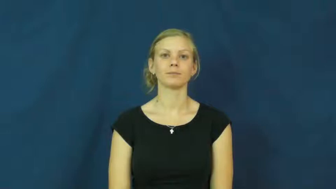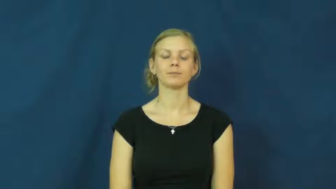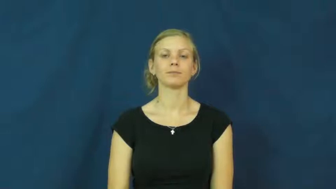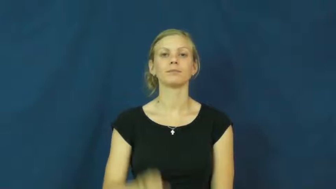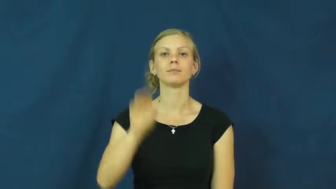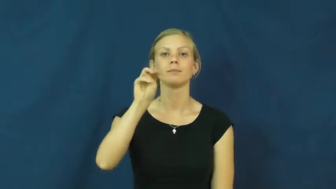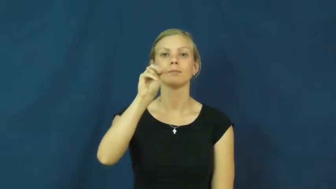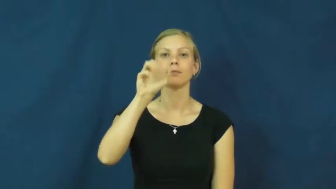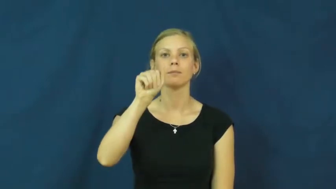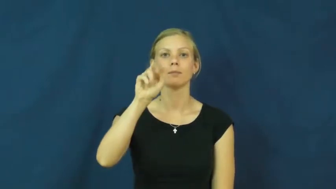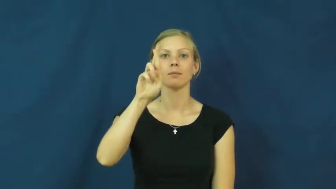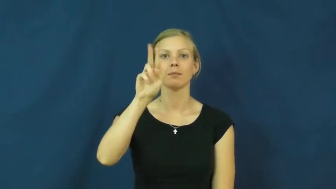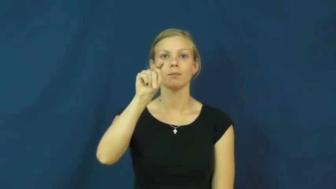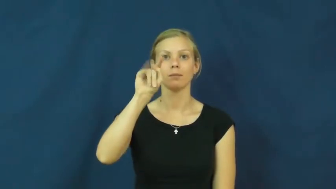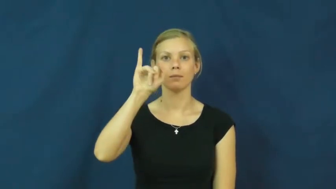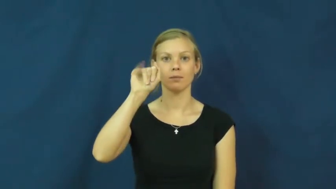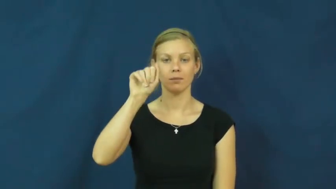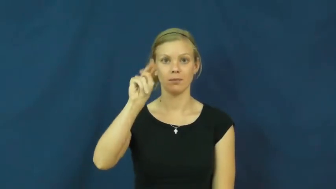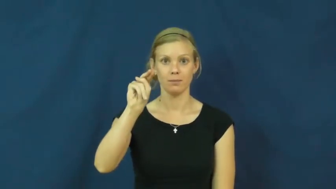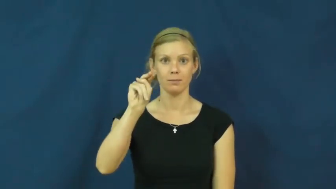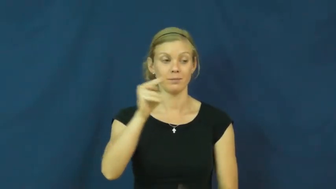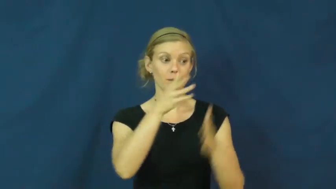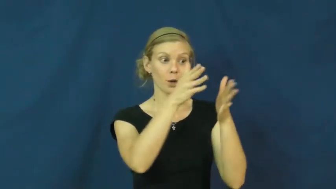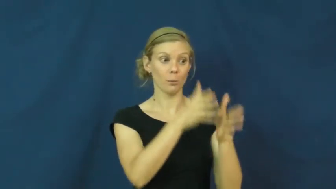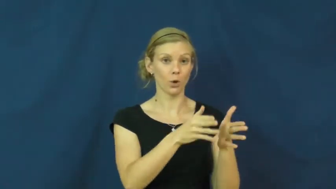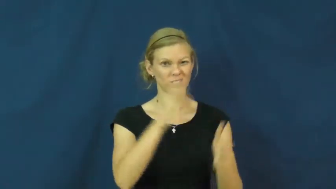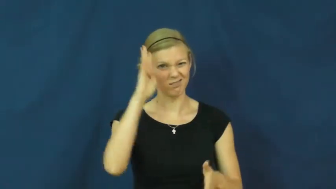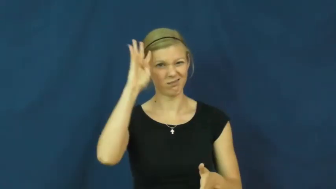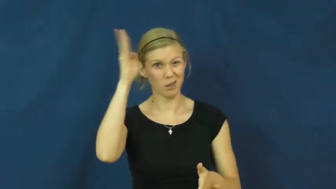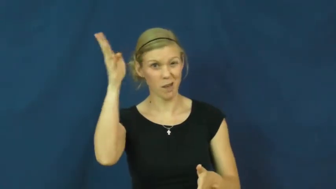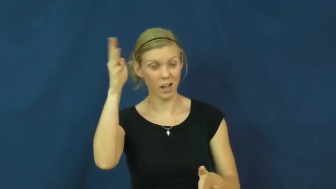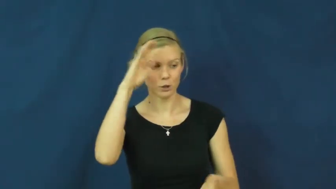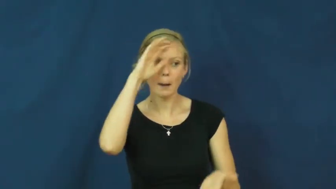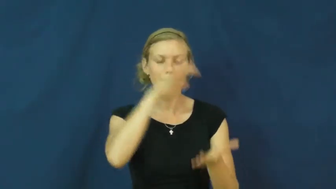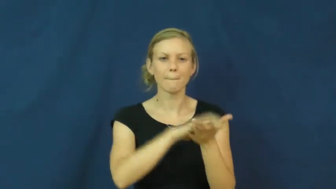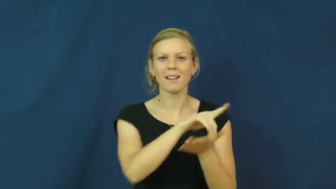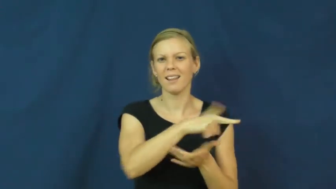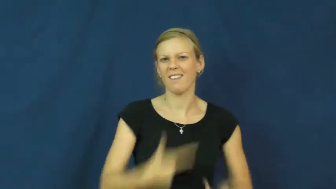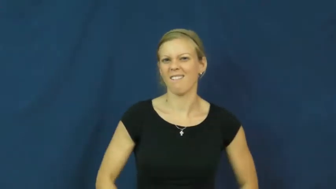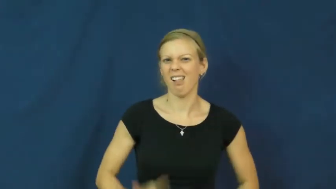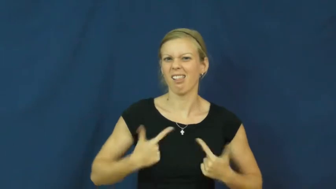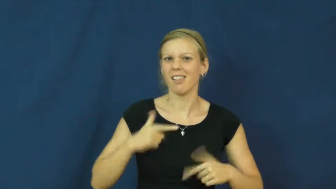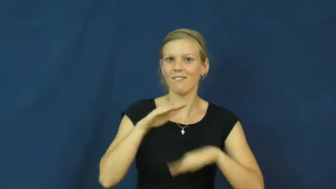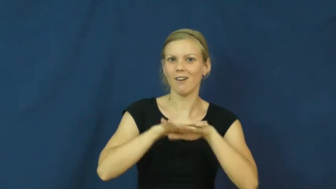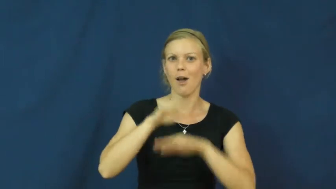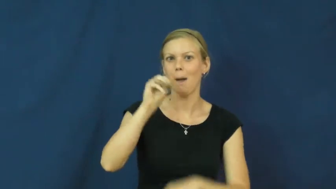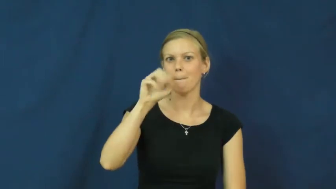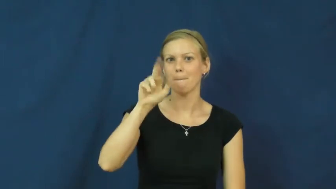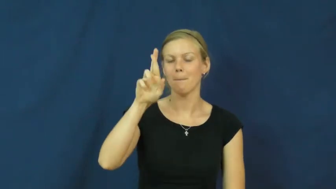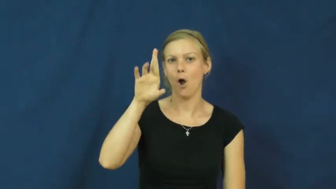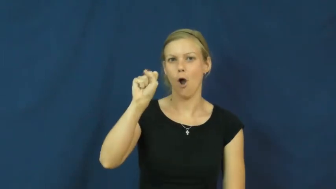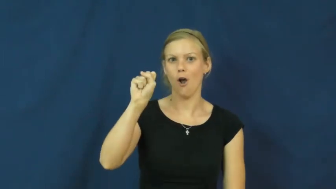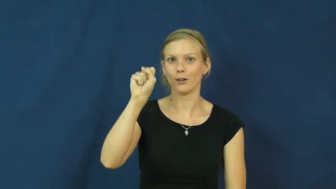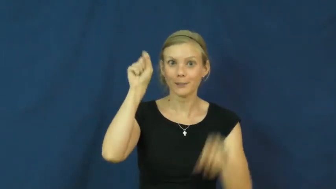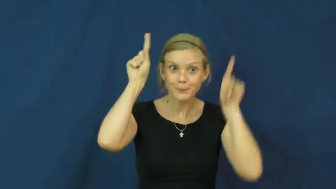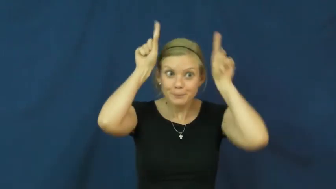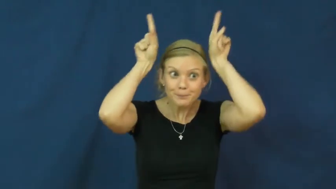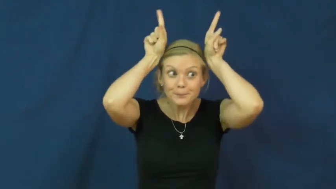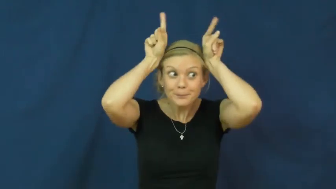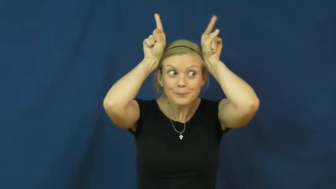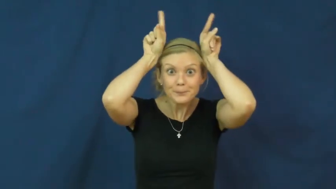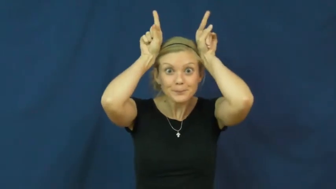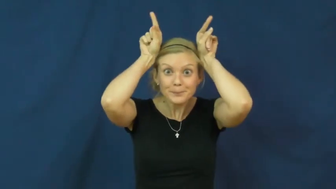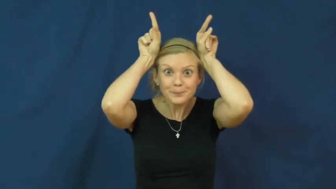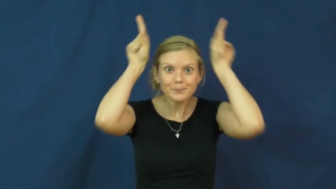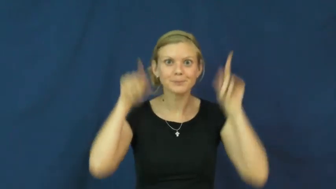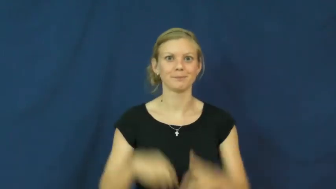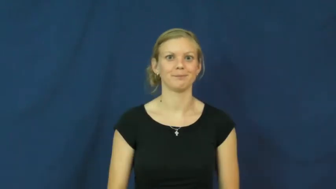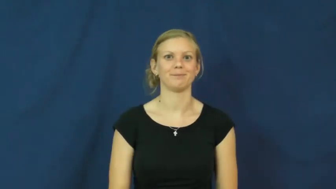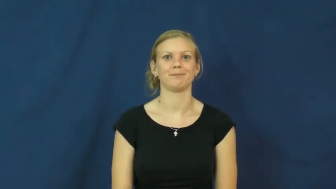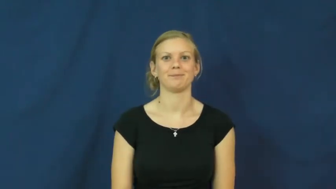martian